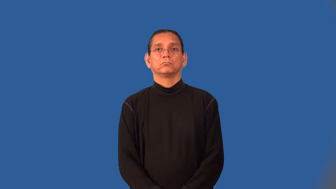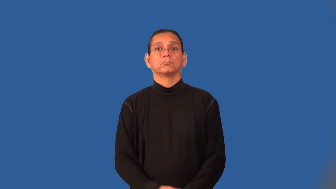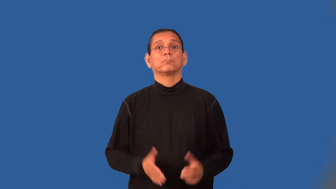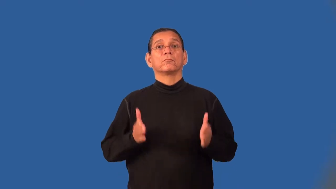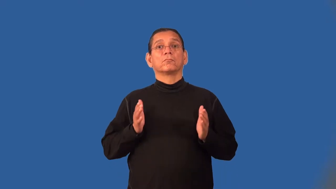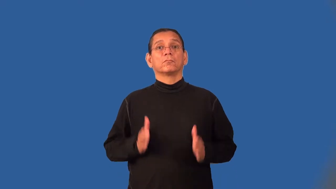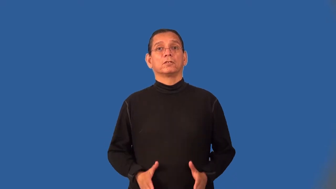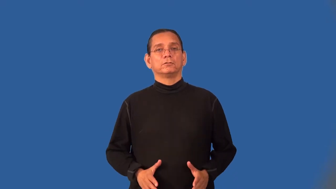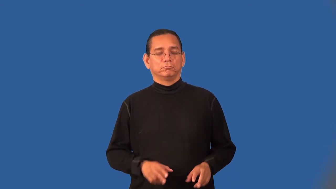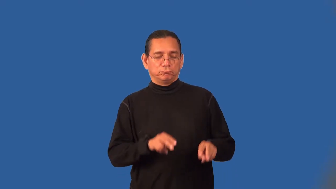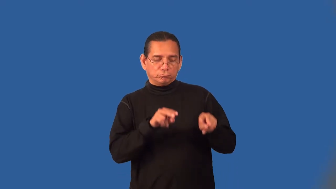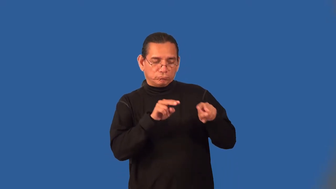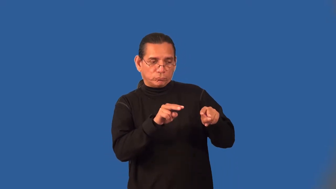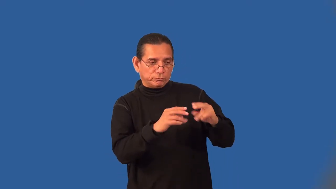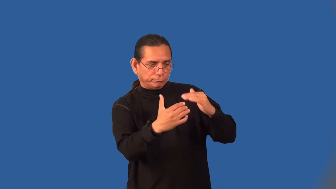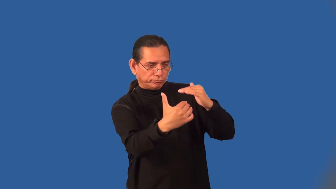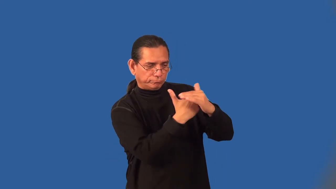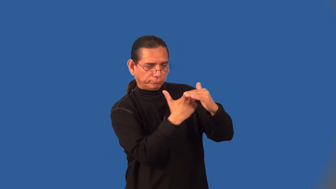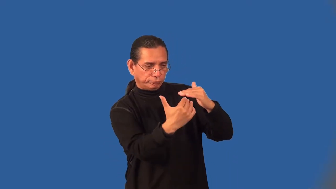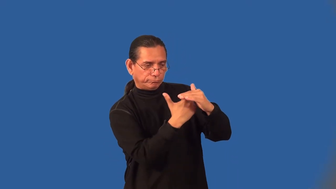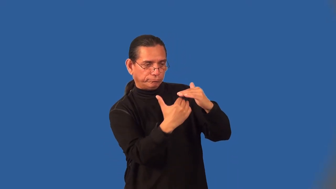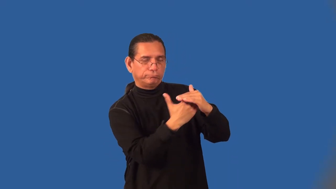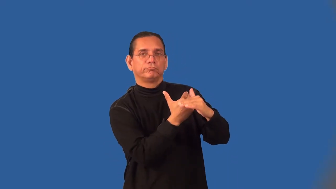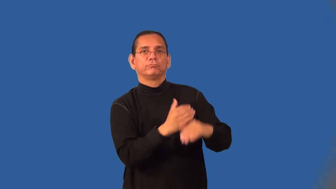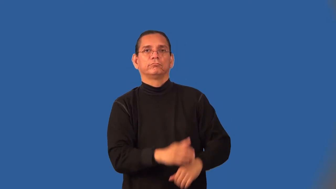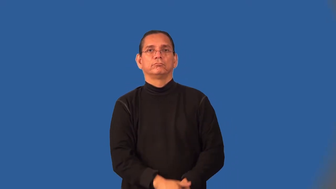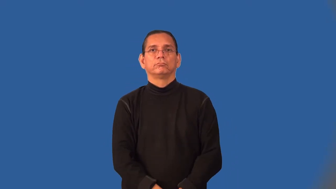gatekeeper